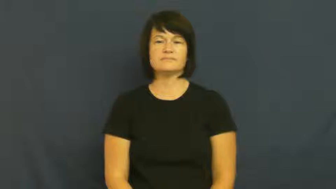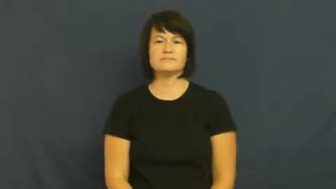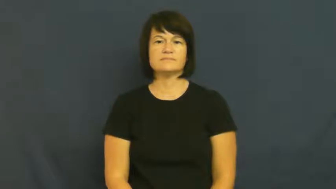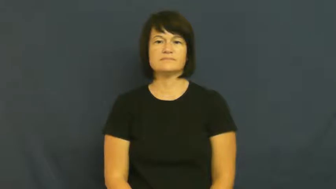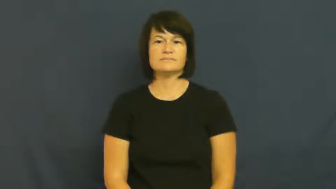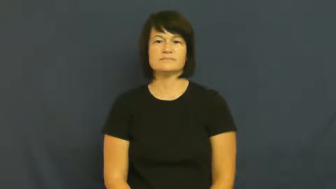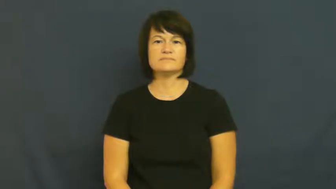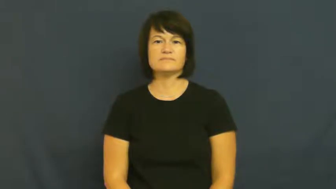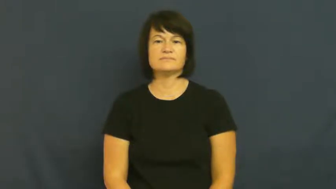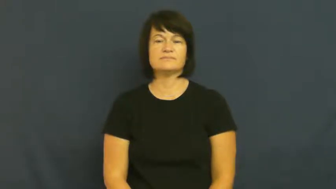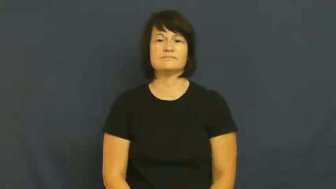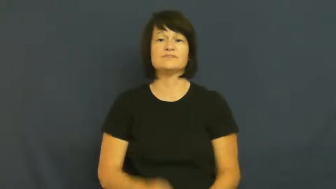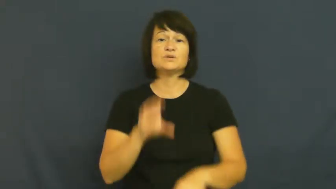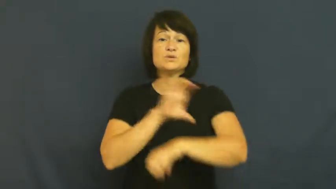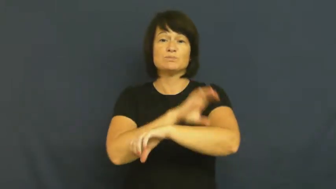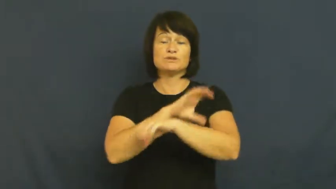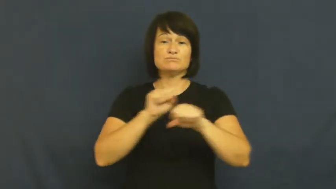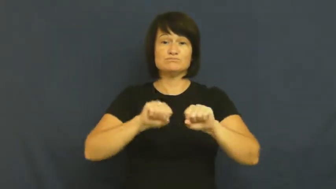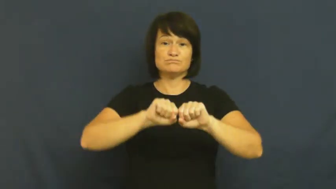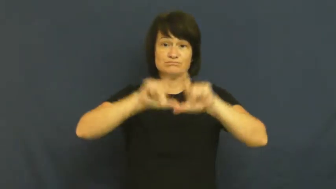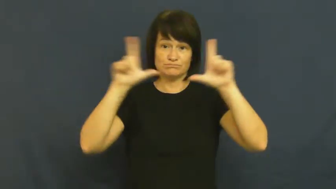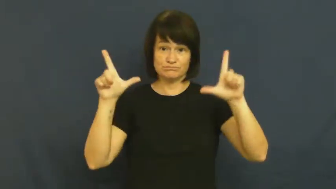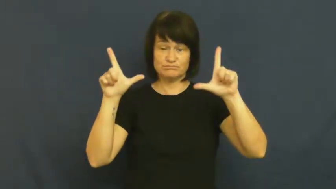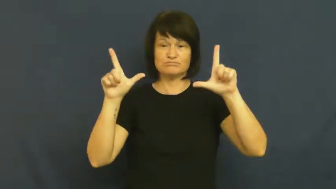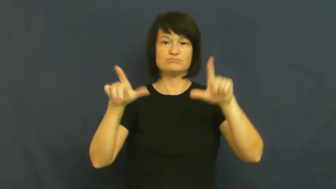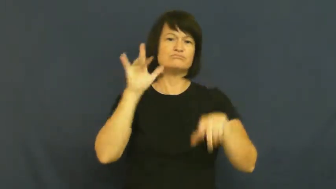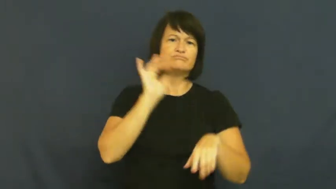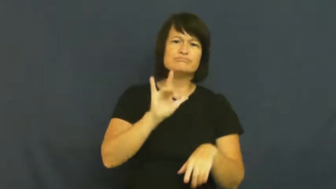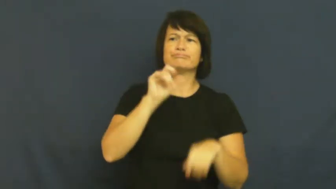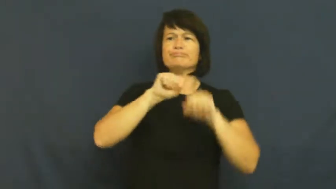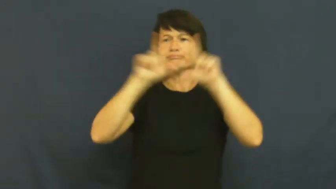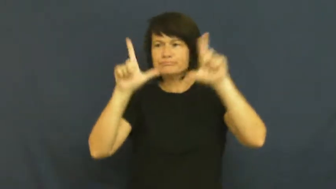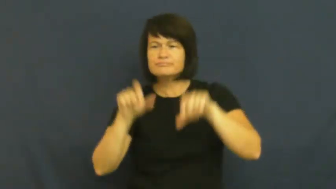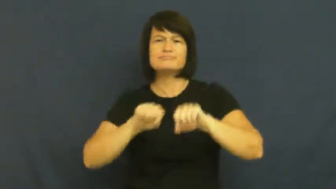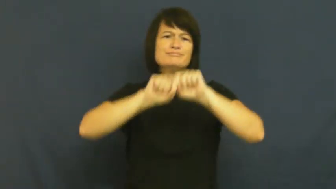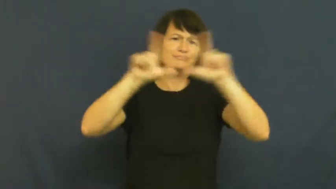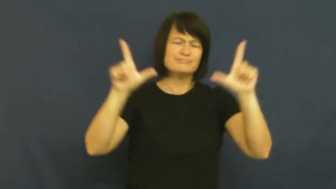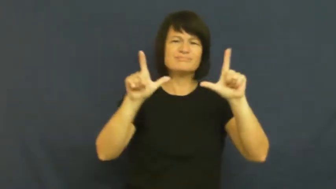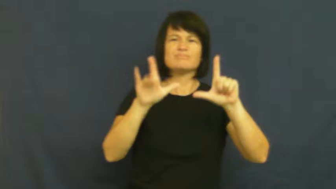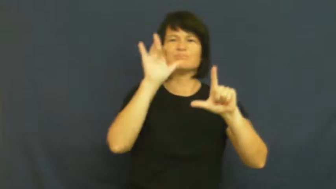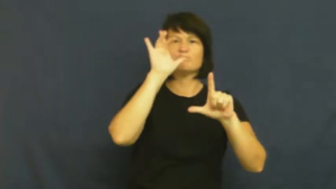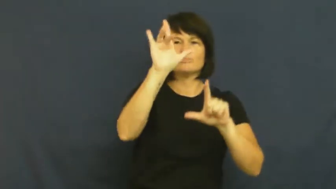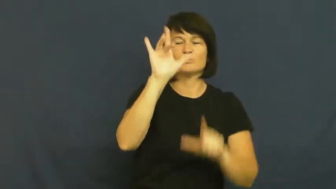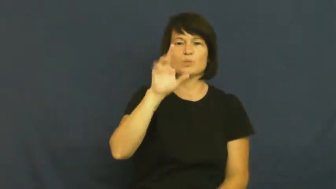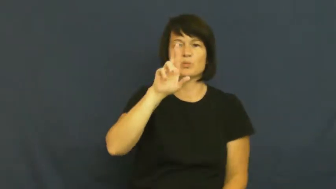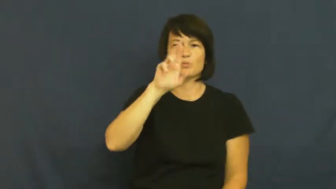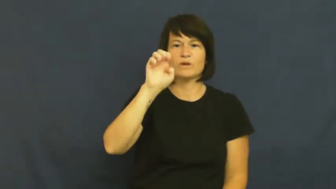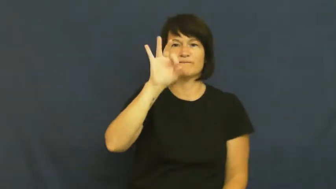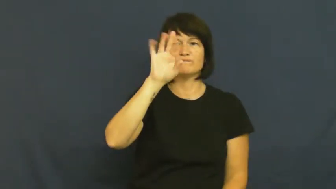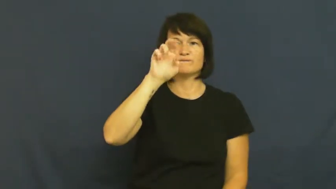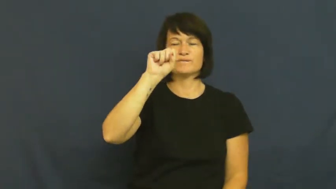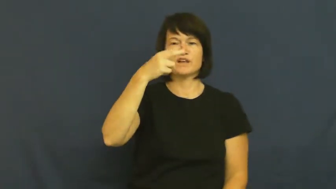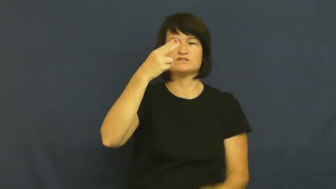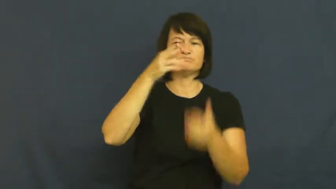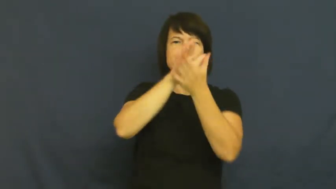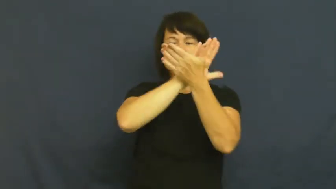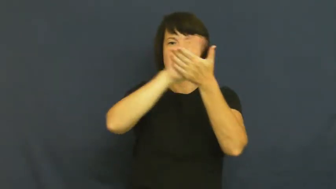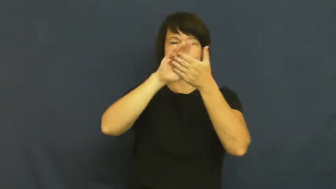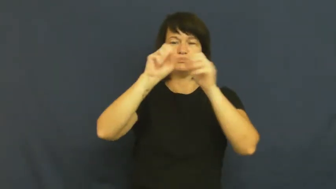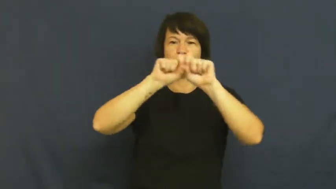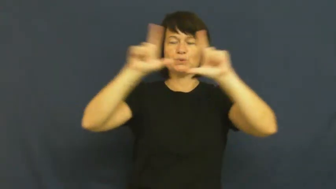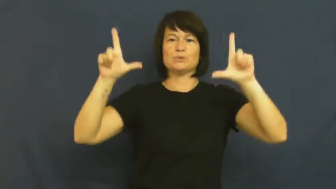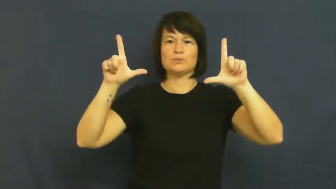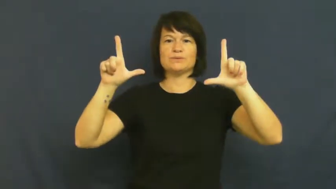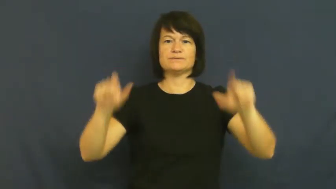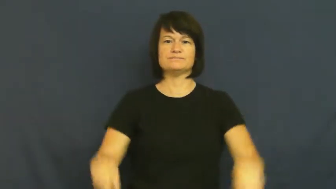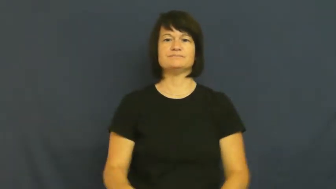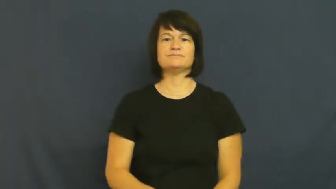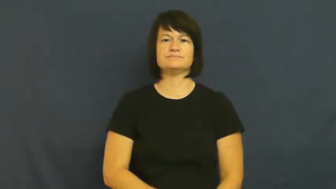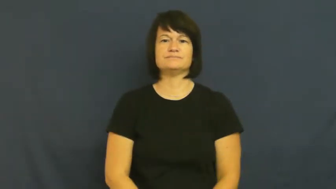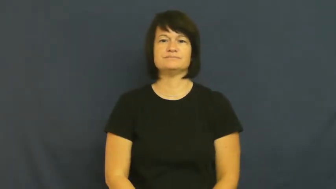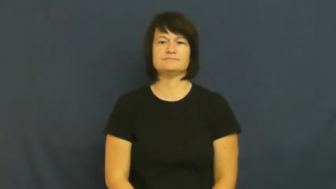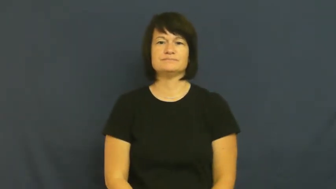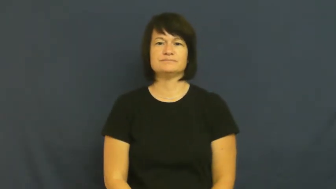refresh-computer screen